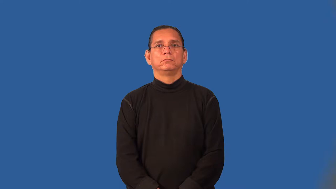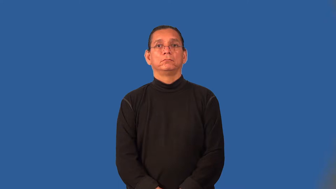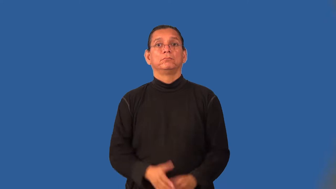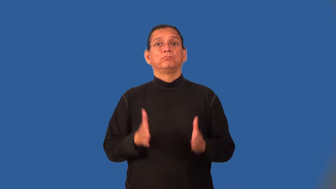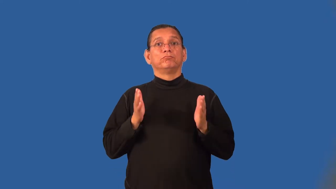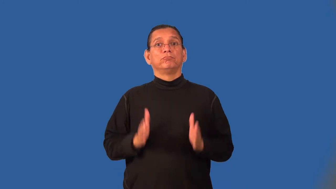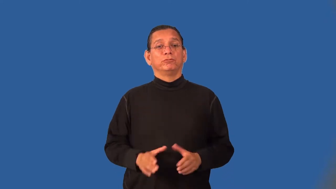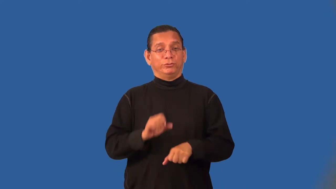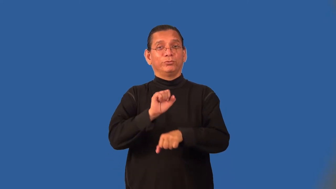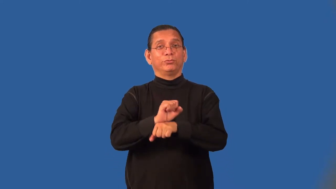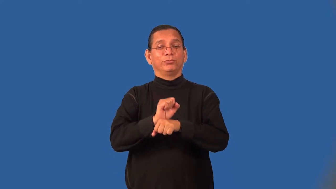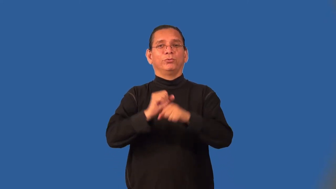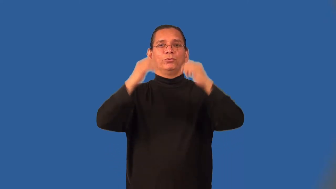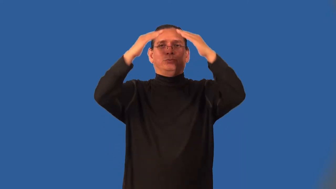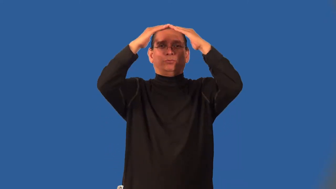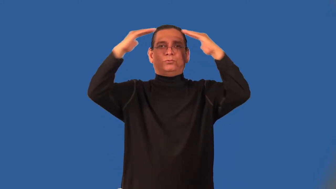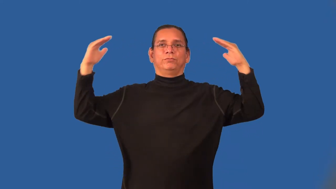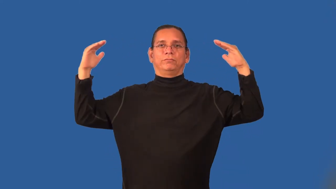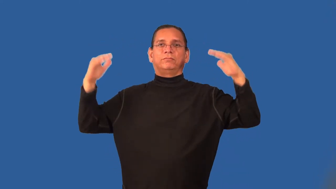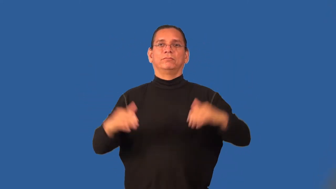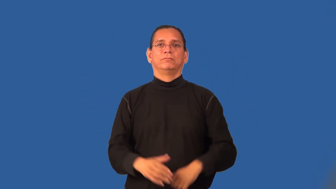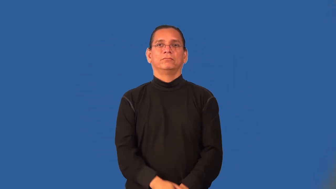roofer